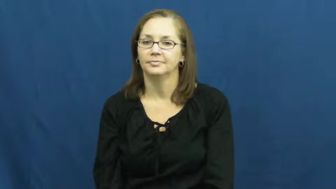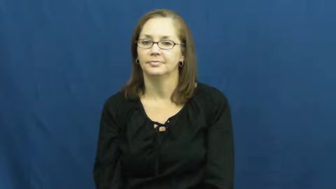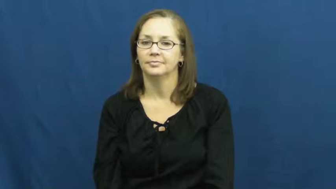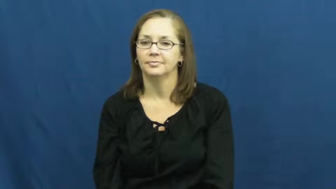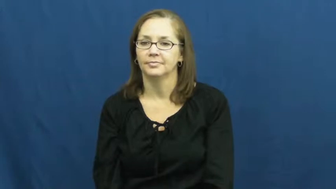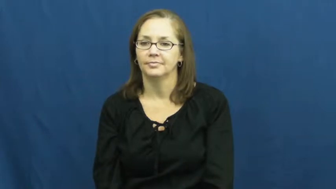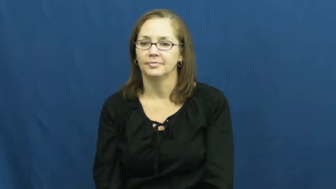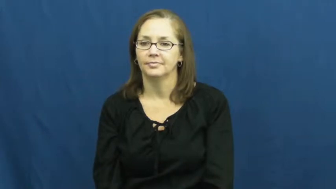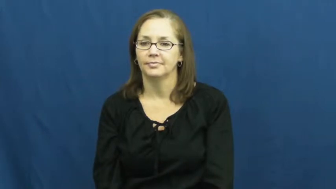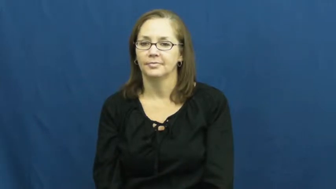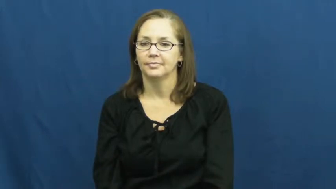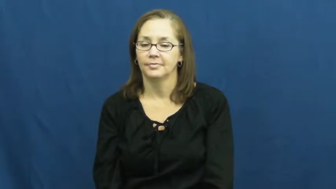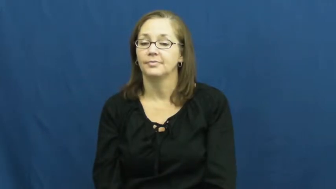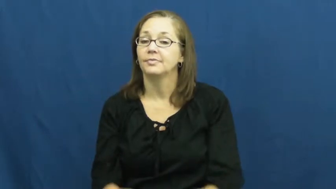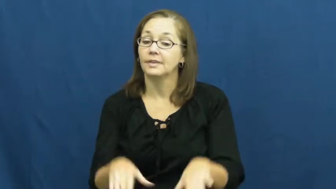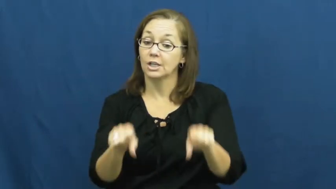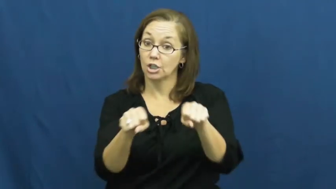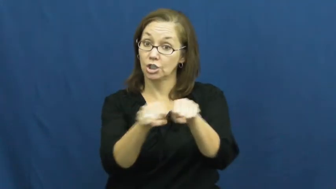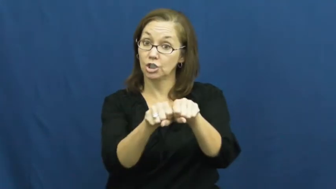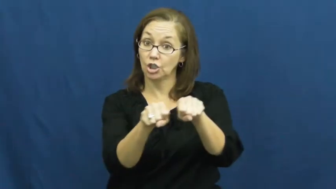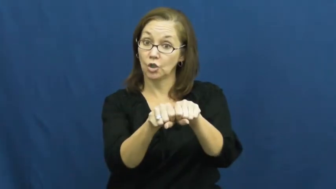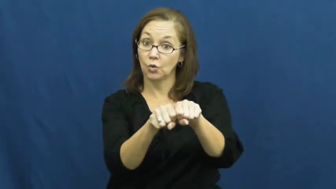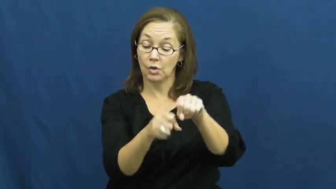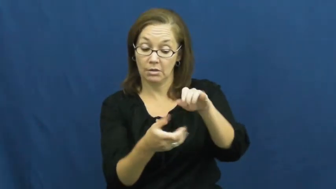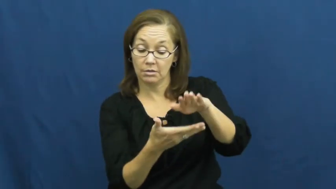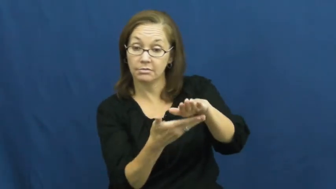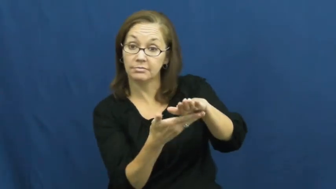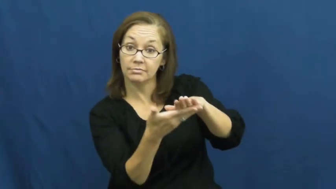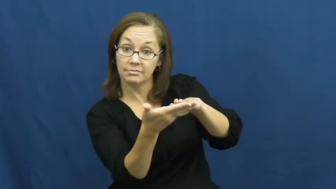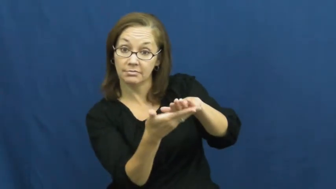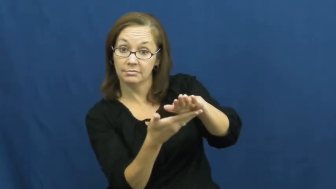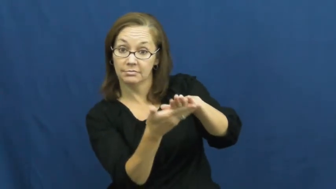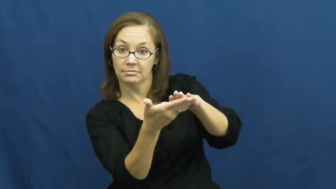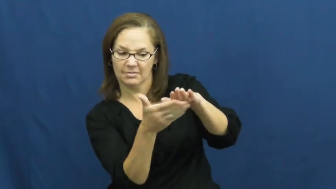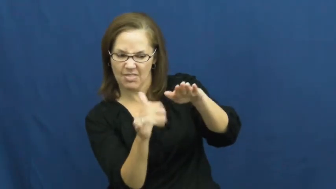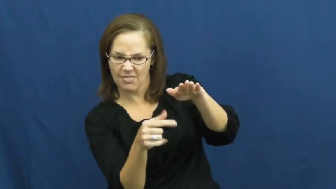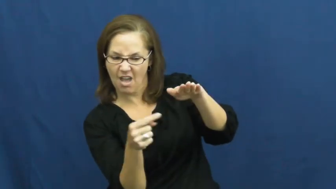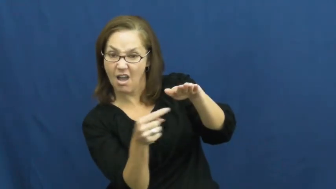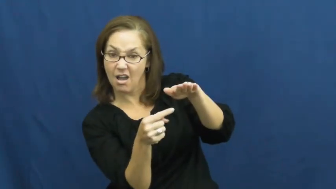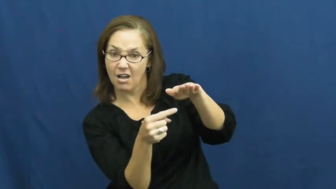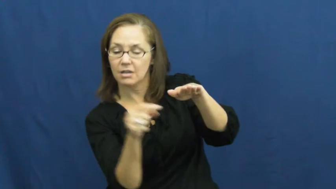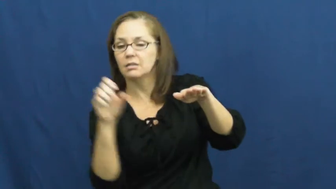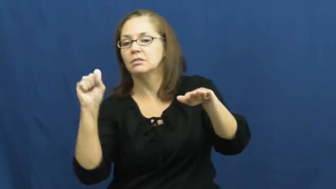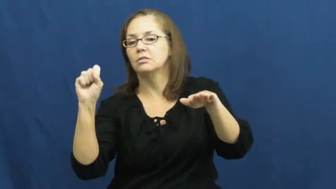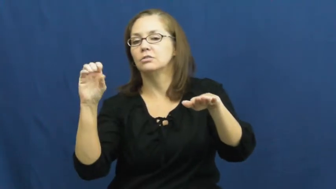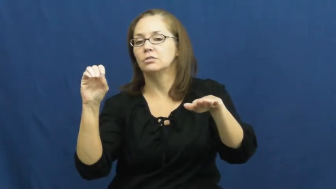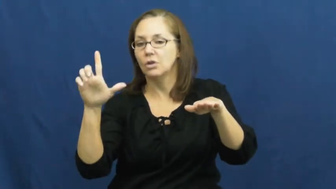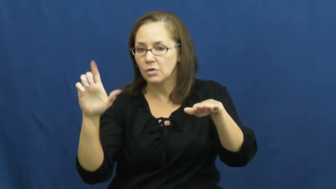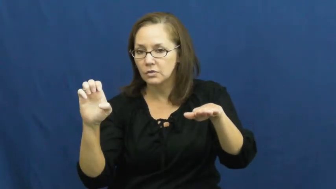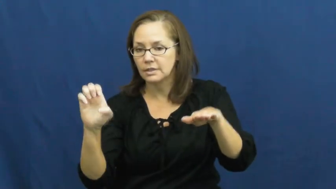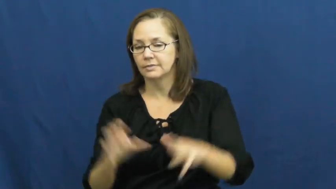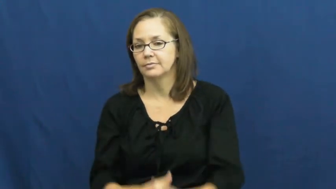sole-shoe